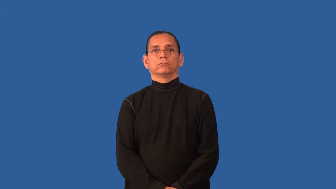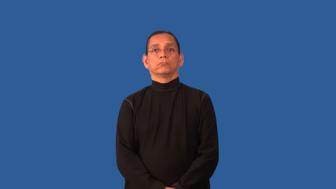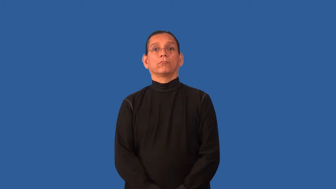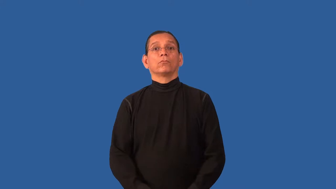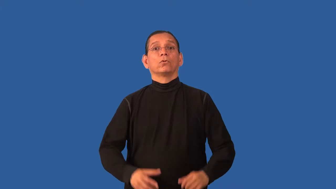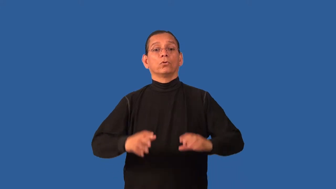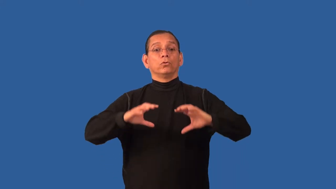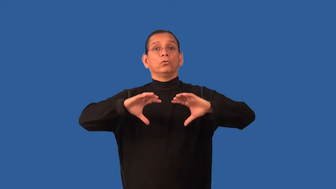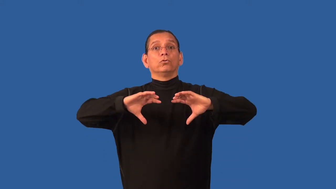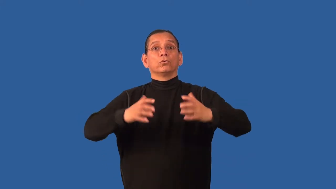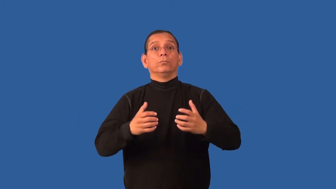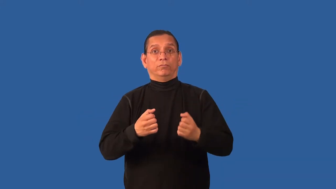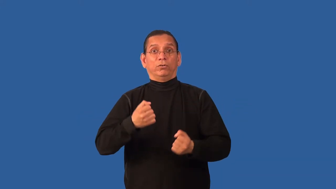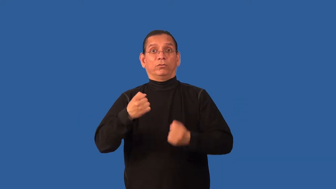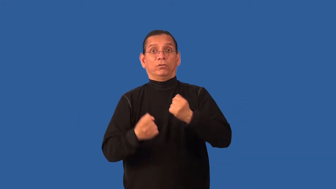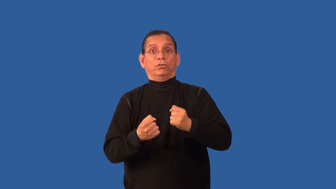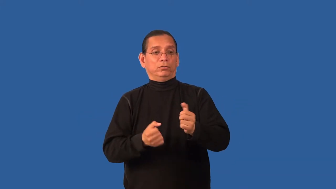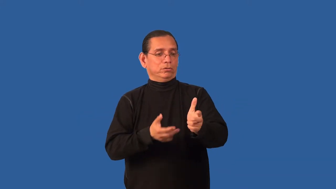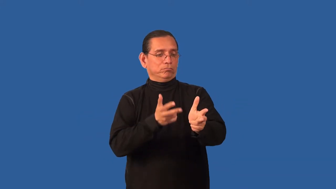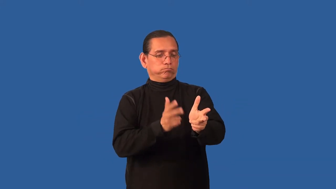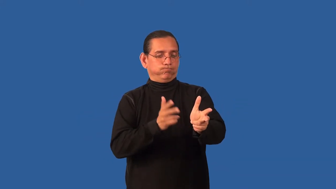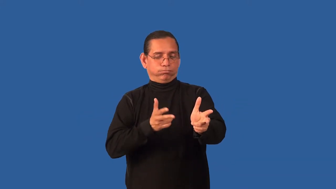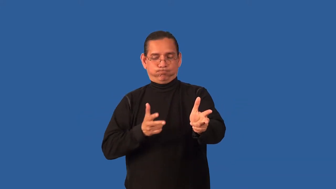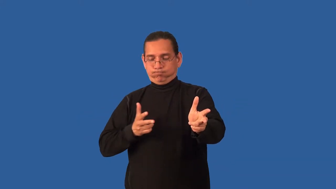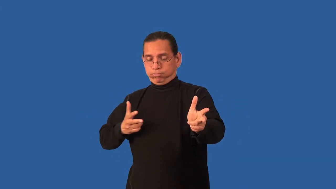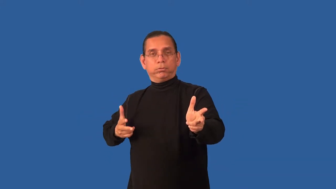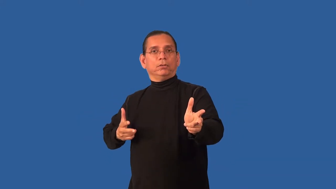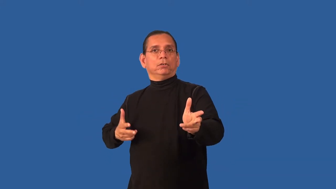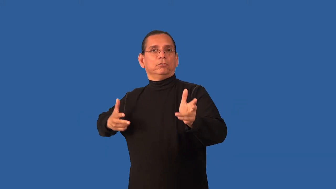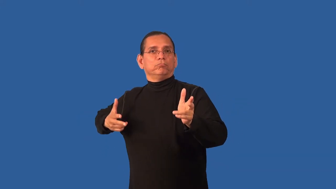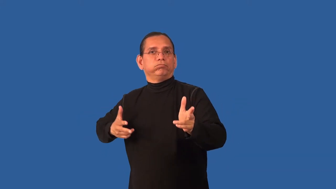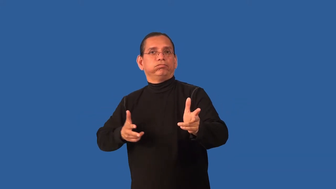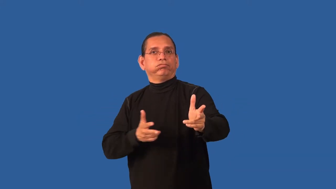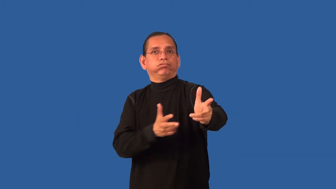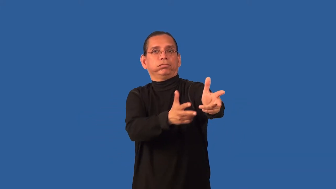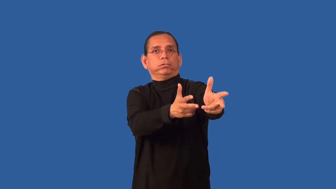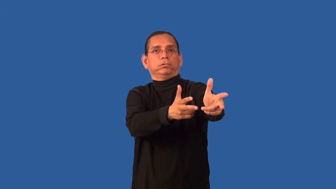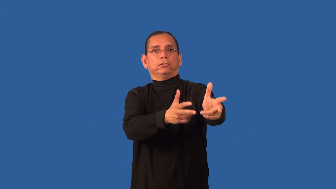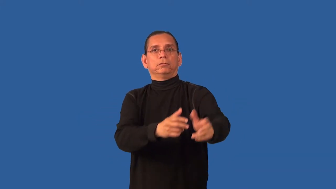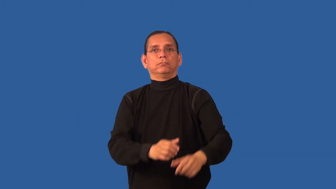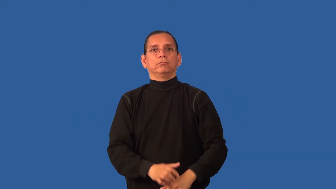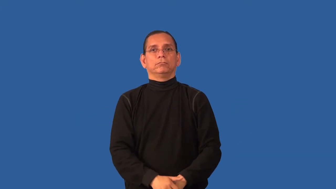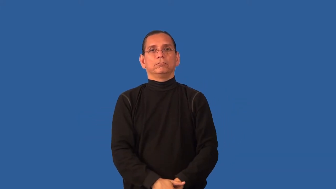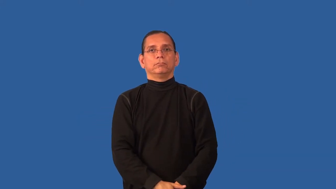caravan,column-vehicles